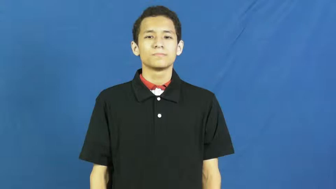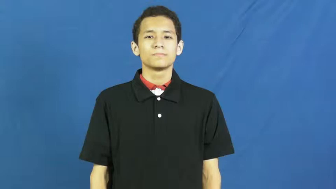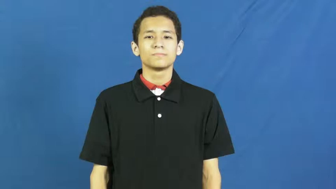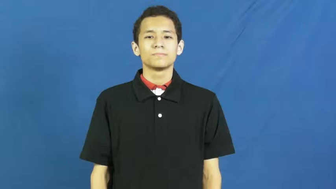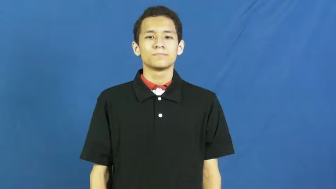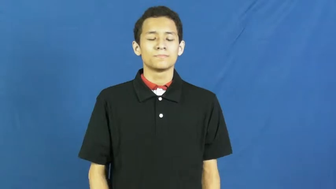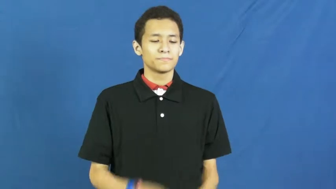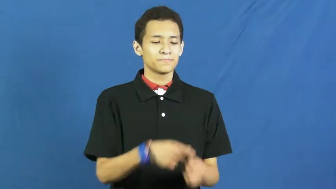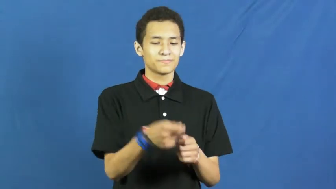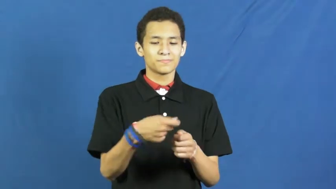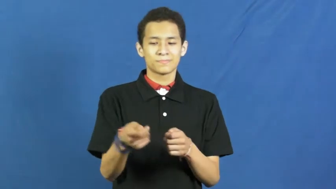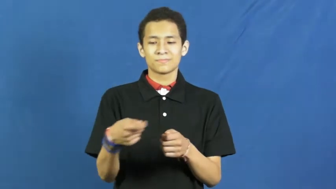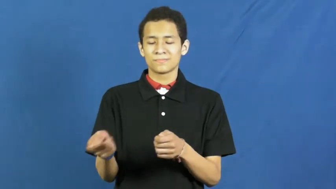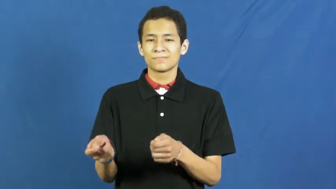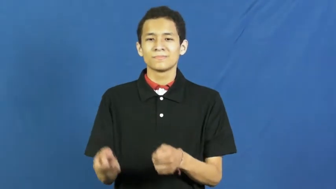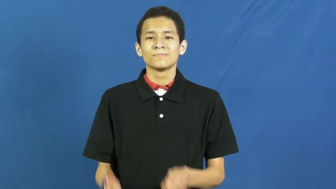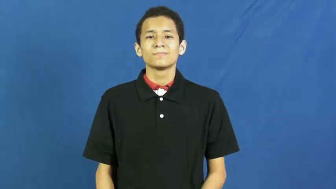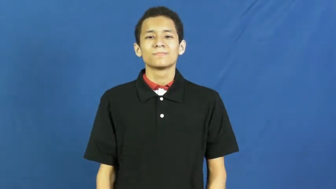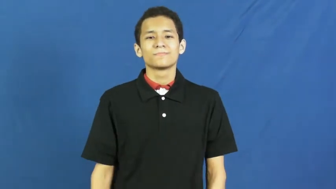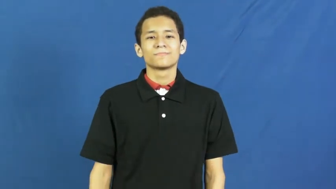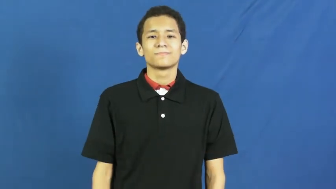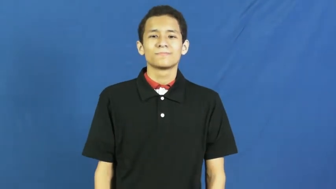deal,deal out-cards